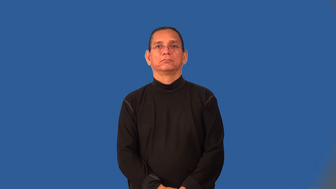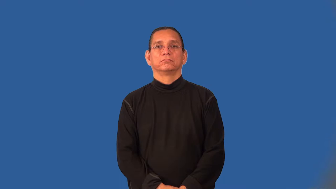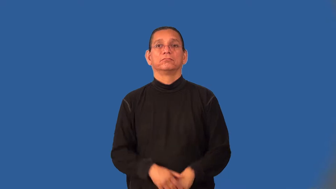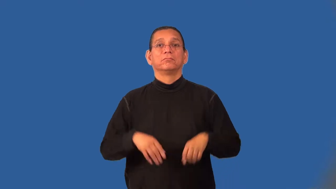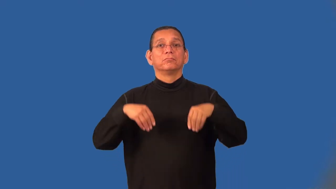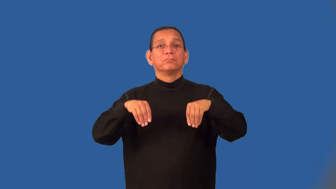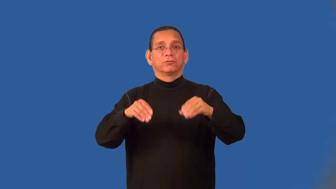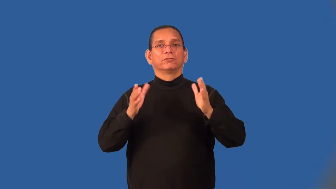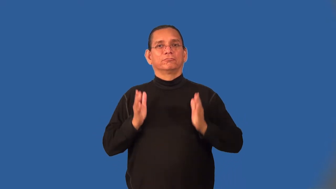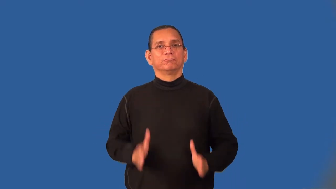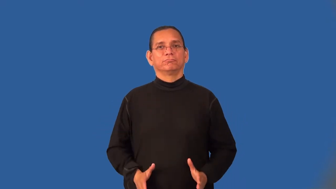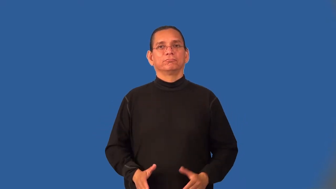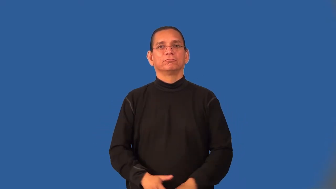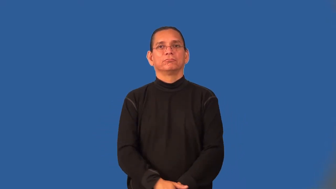retailer